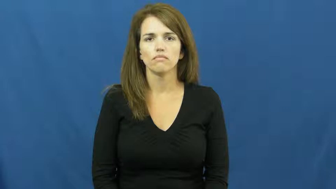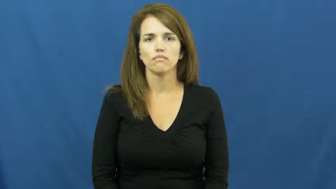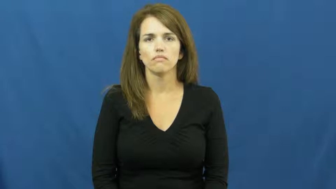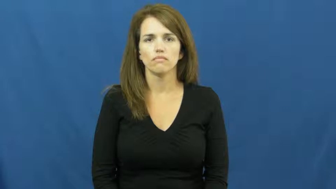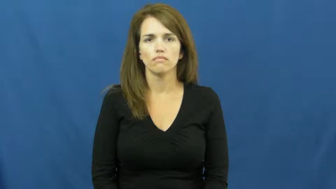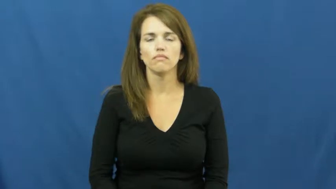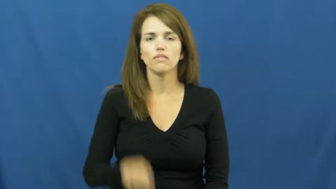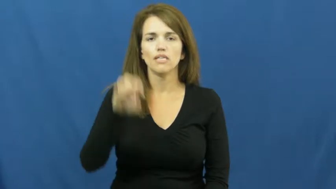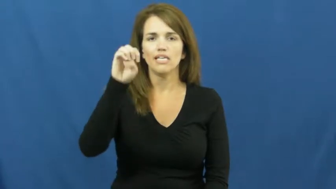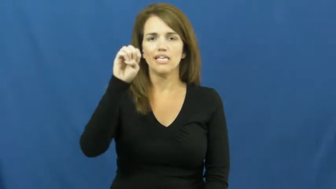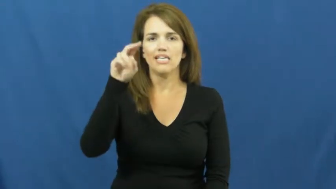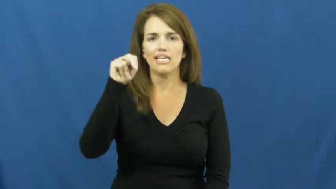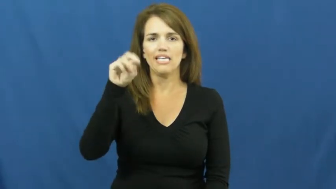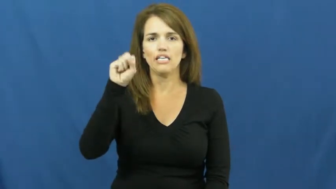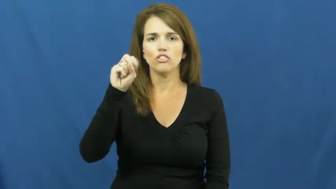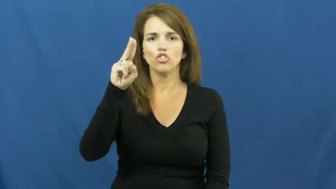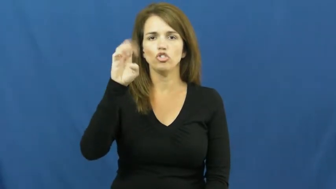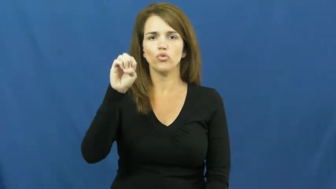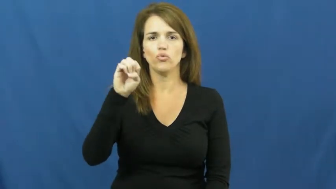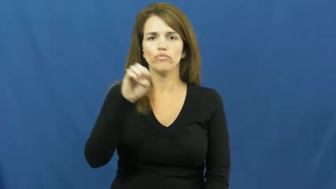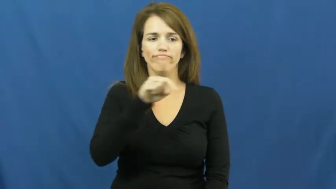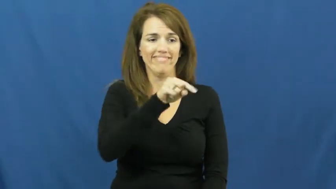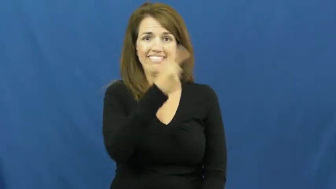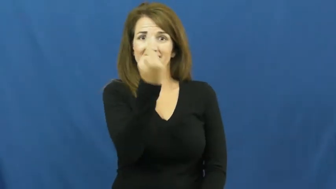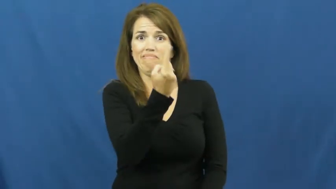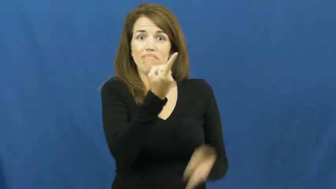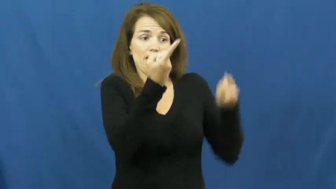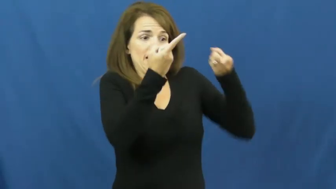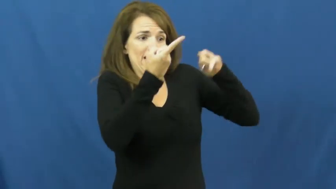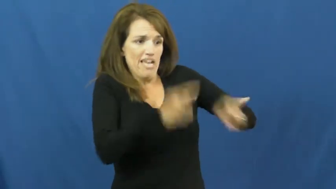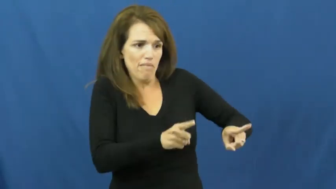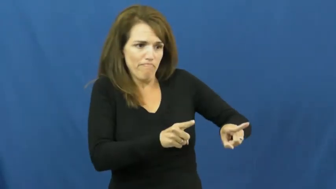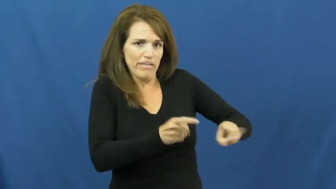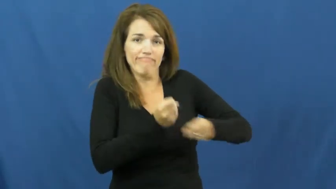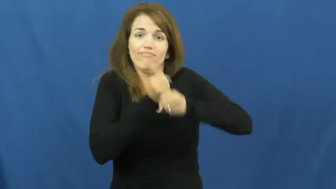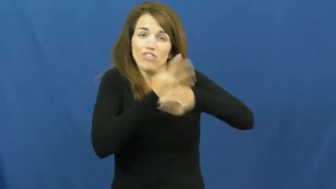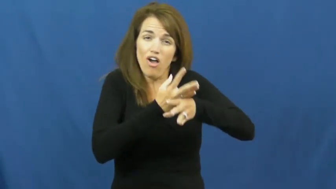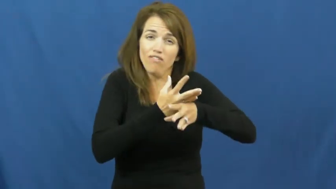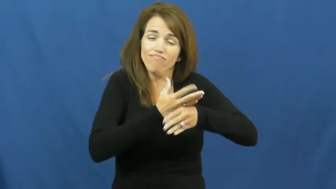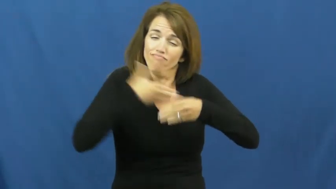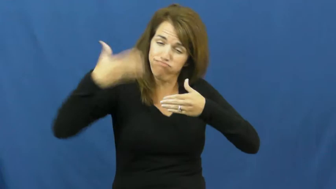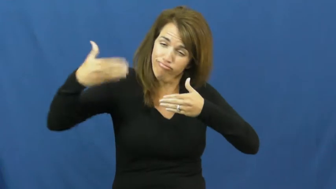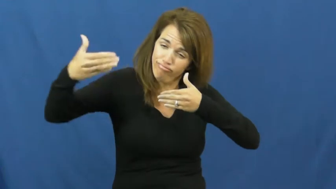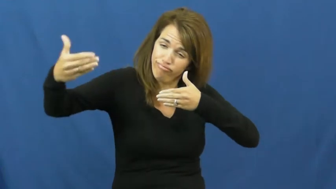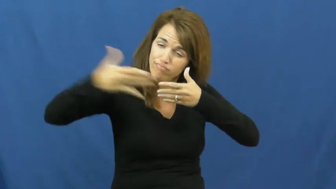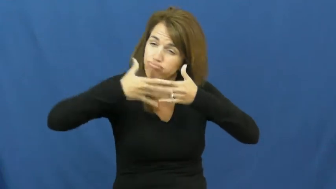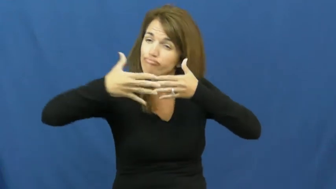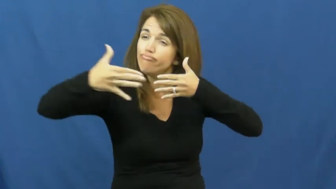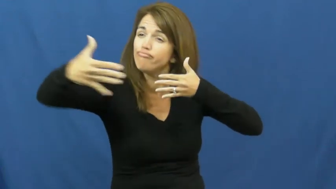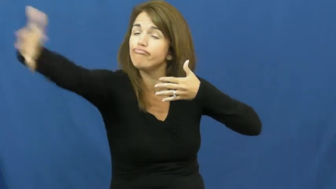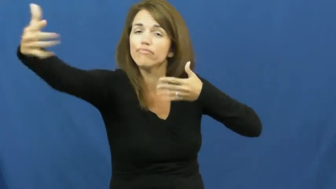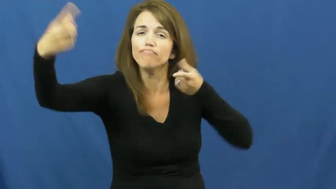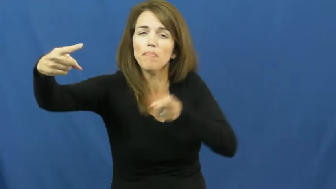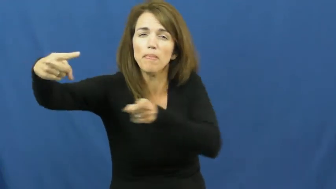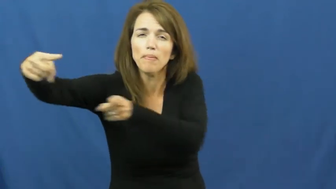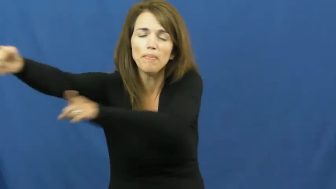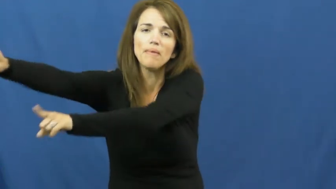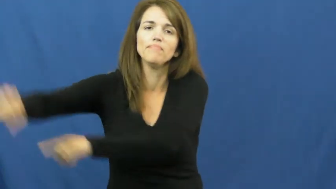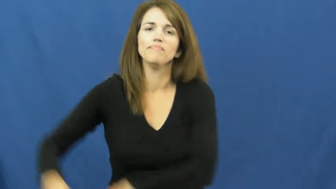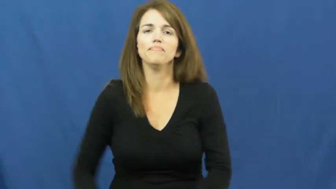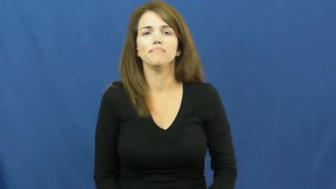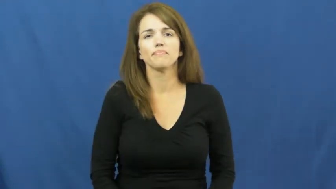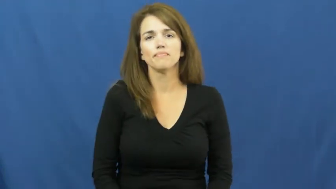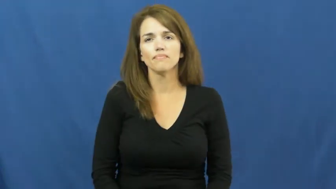ensue